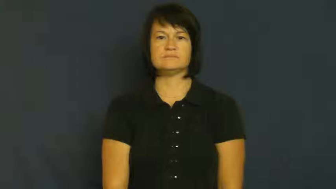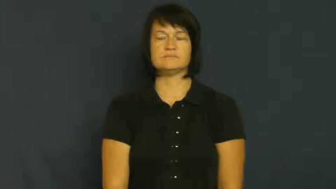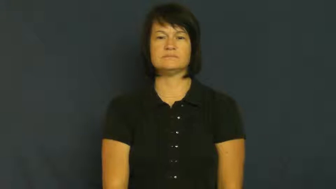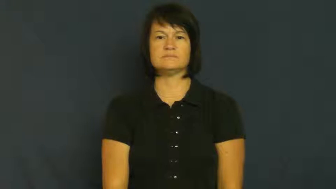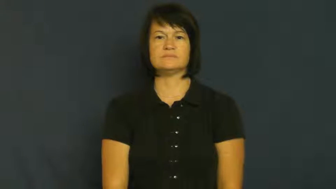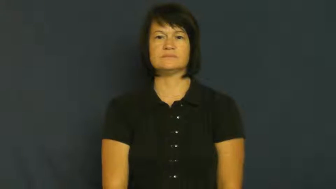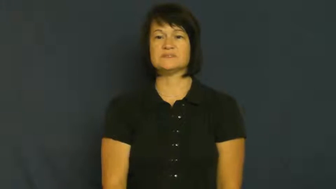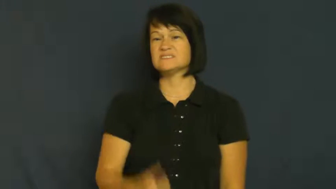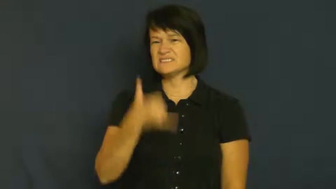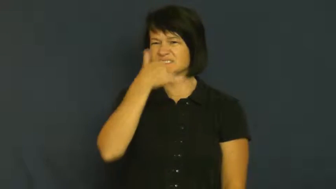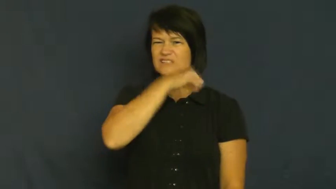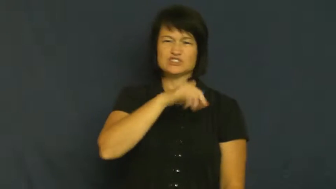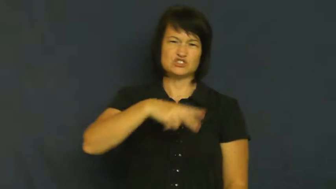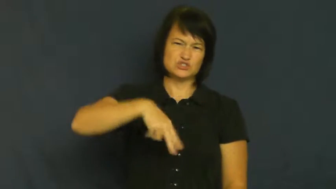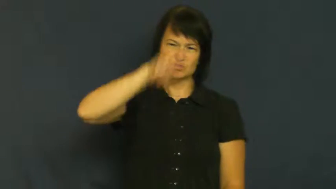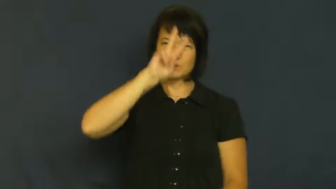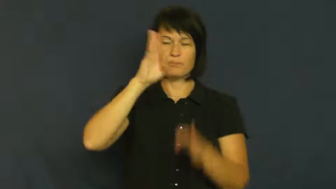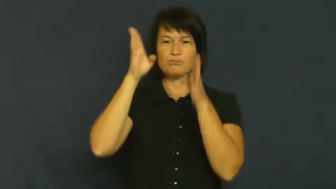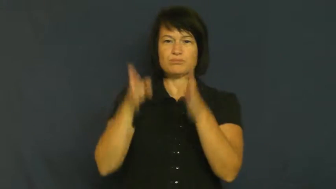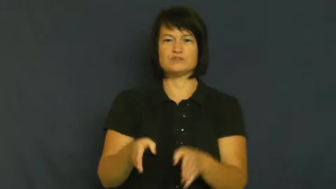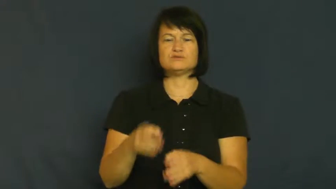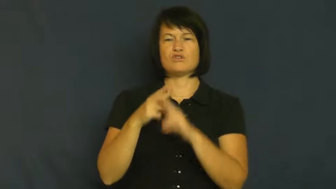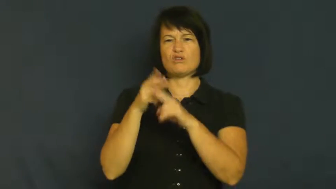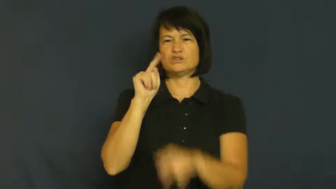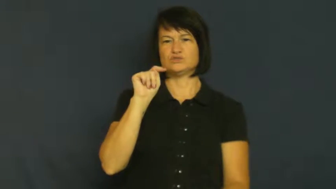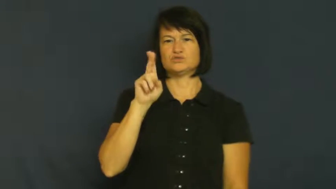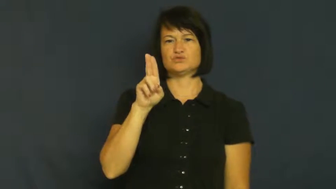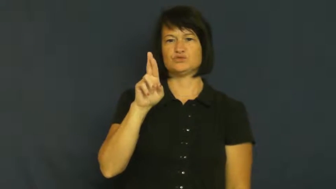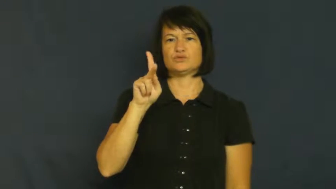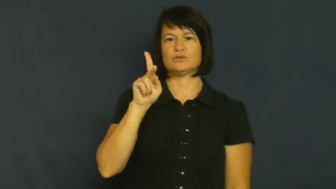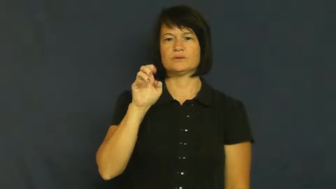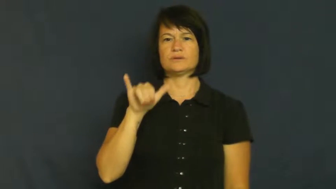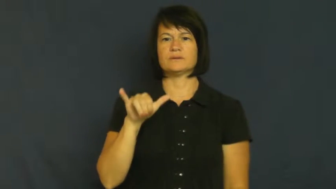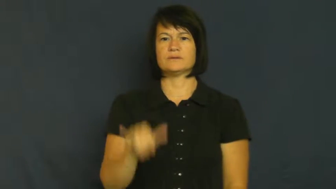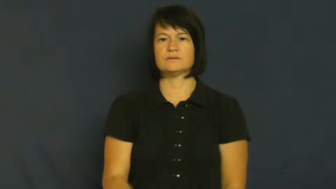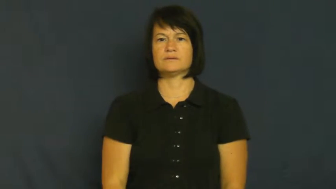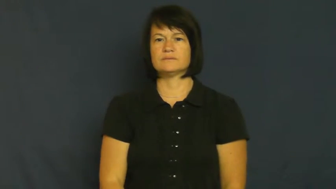turkey-person